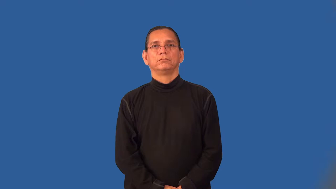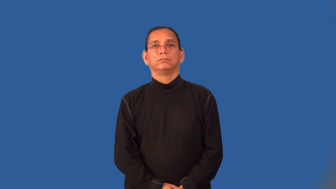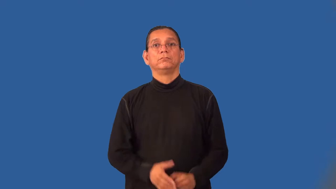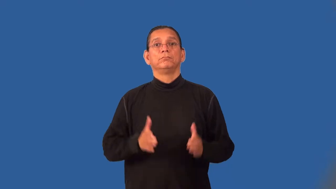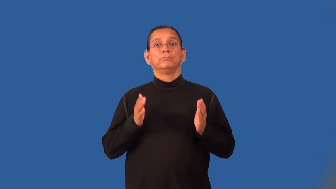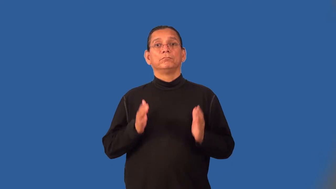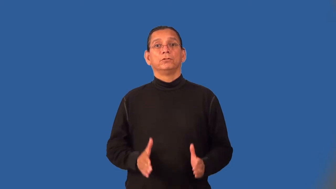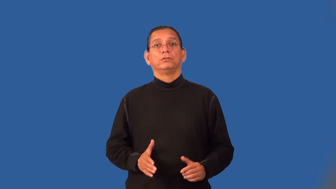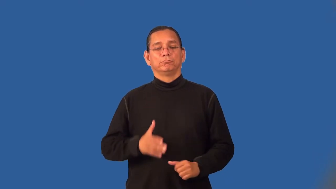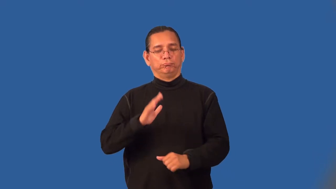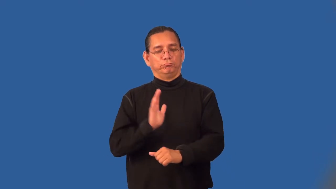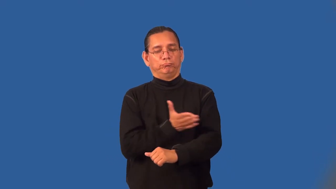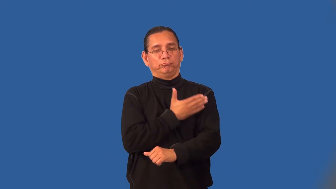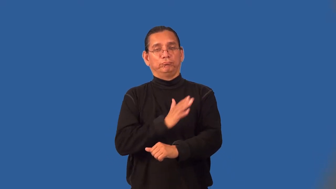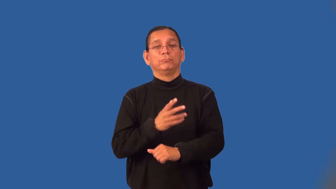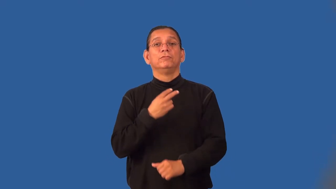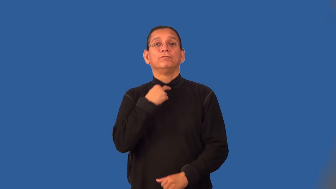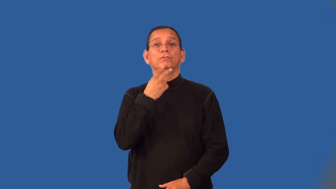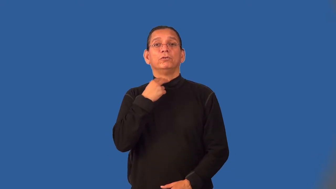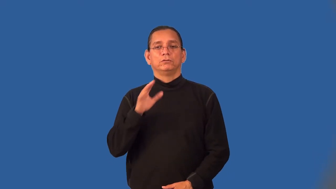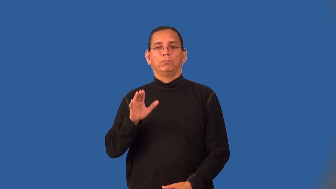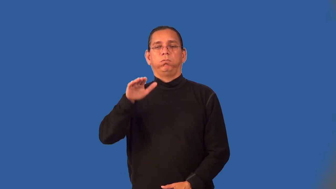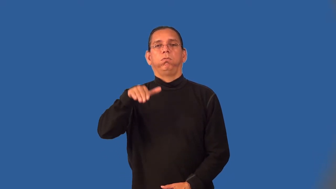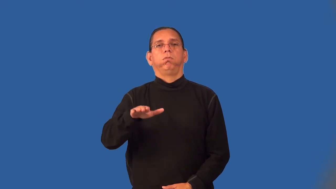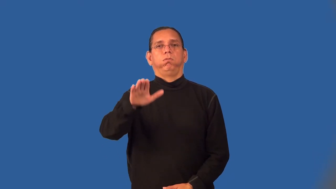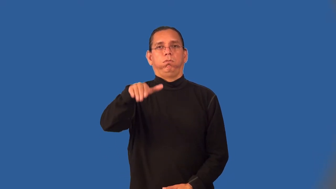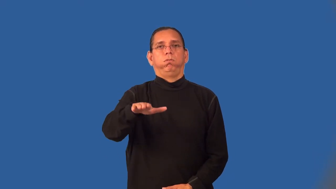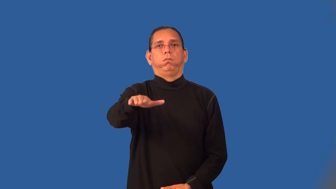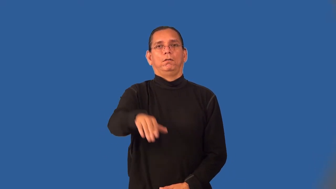yodeler